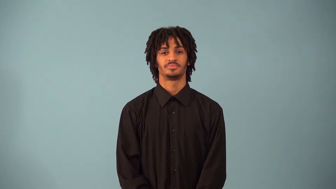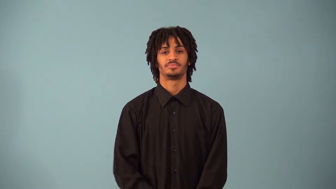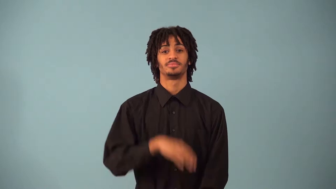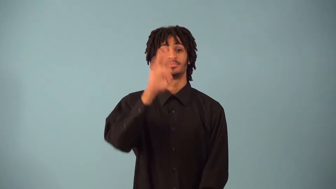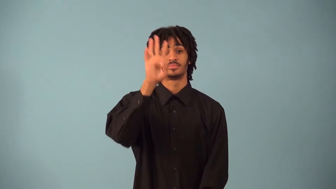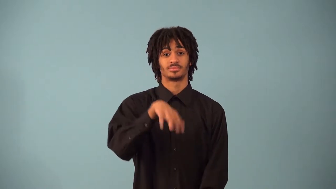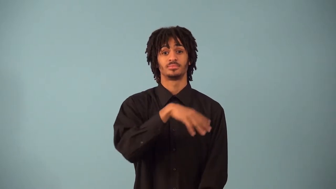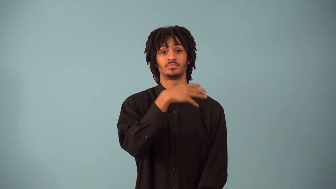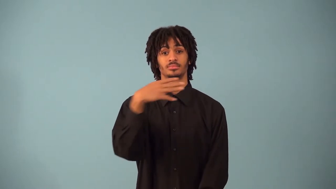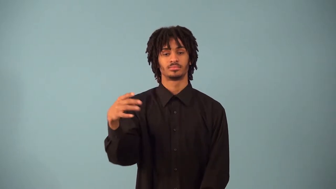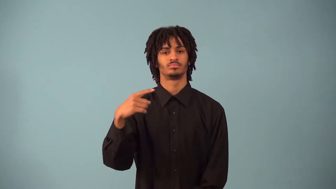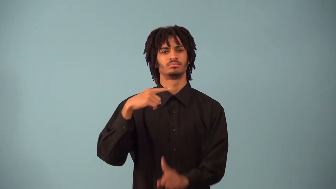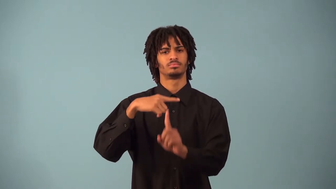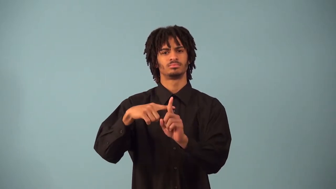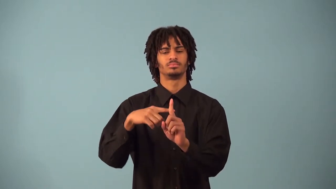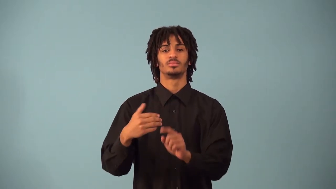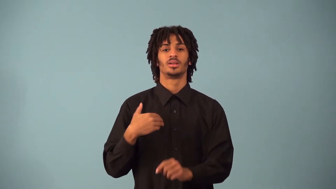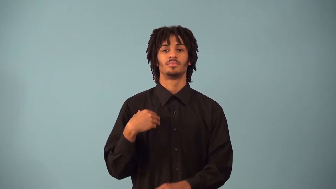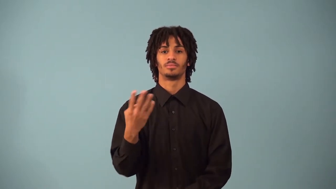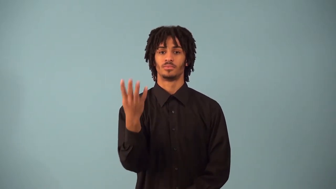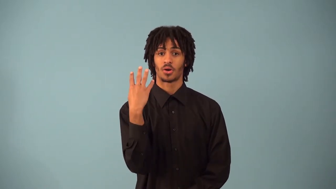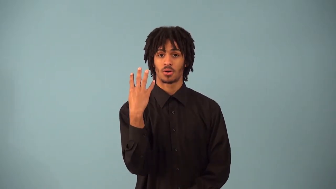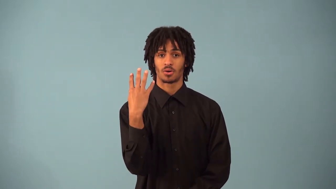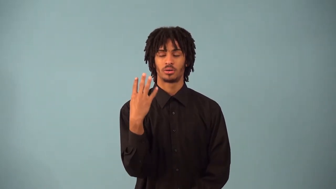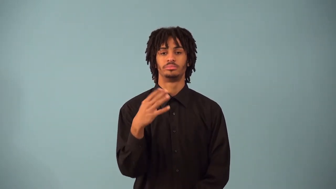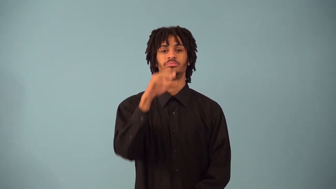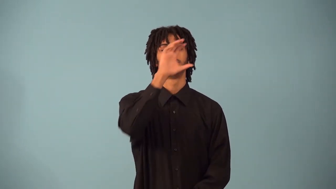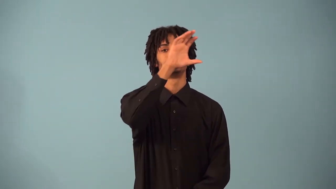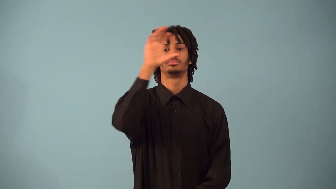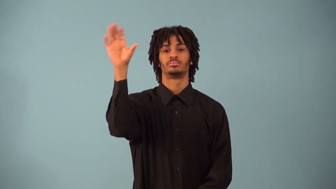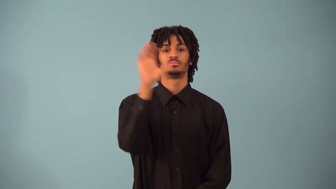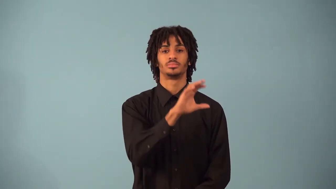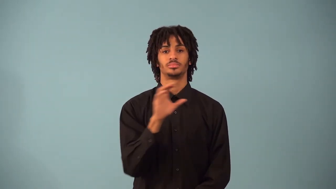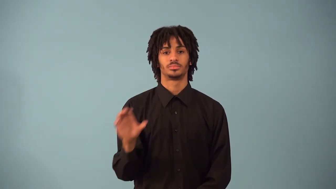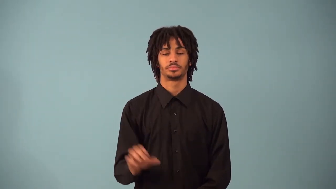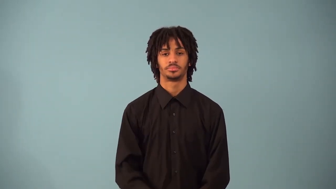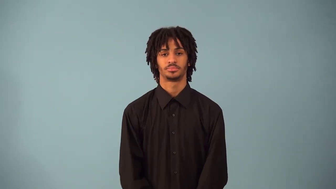quadrant